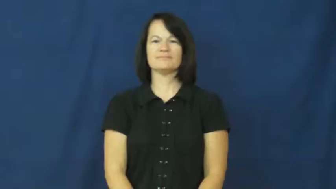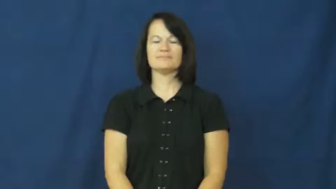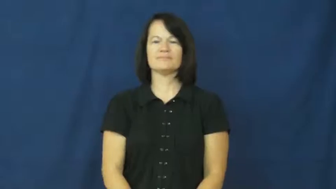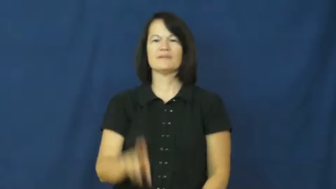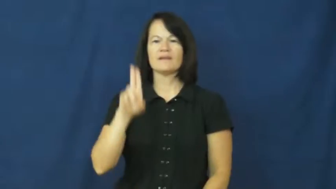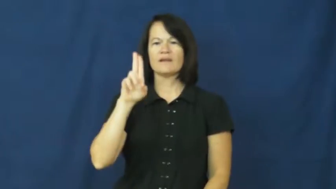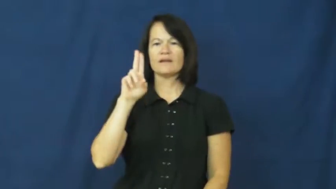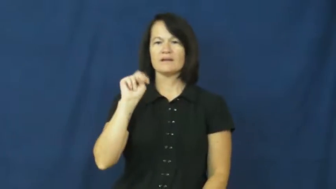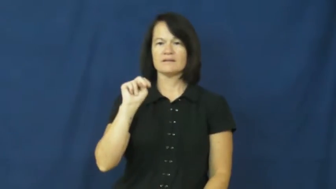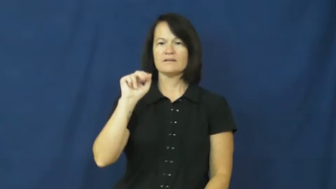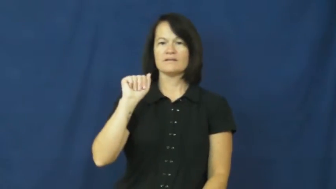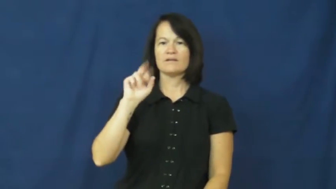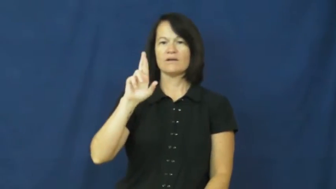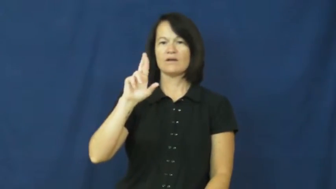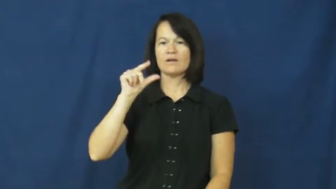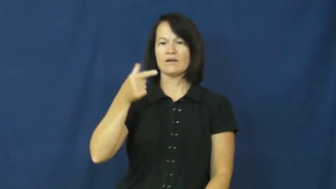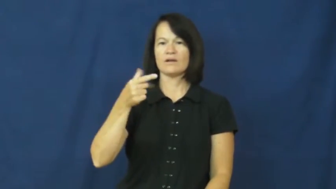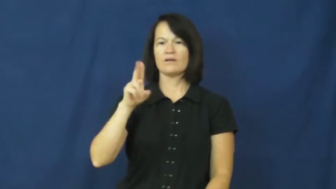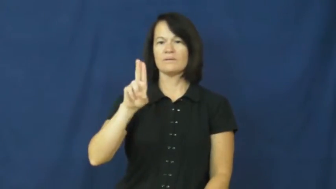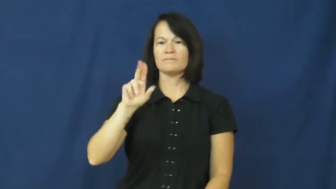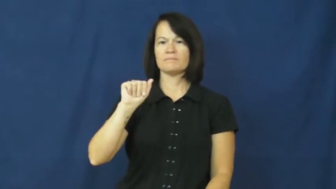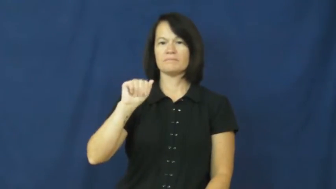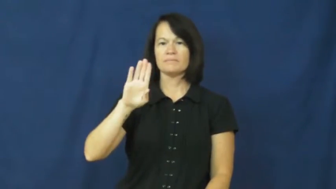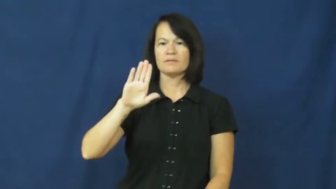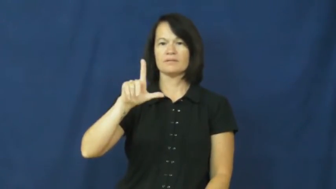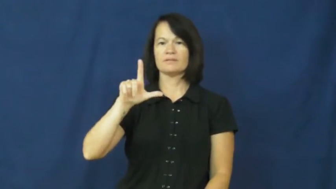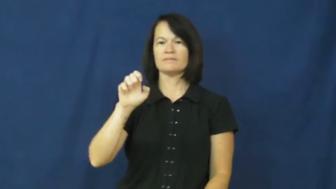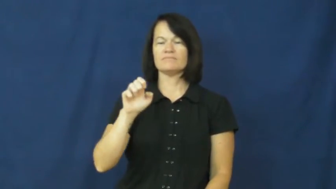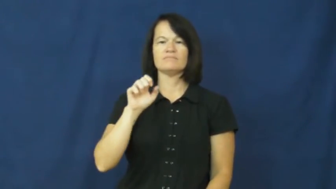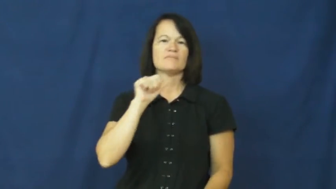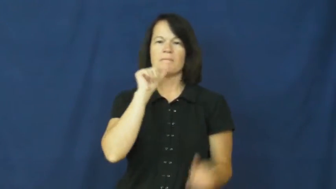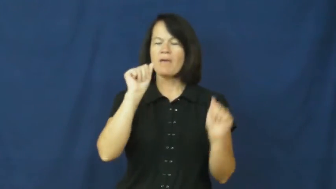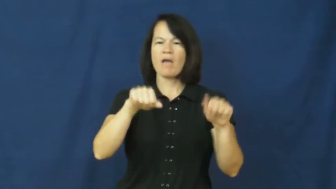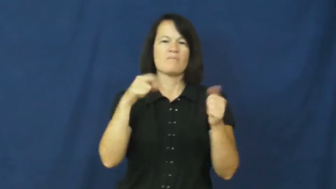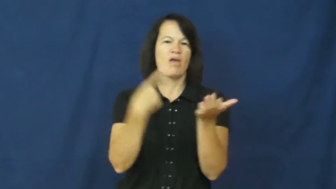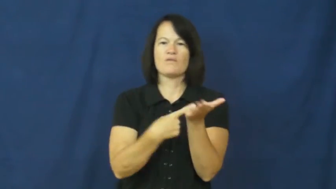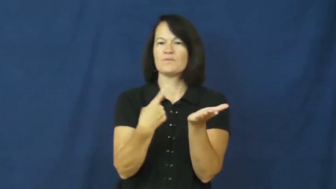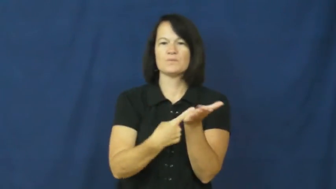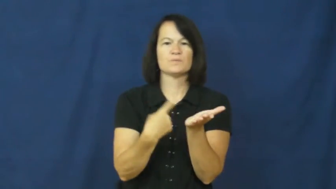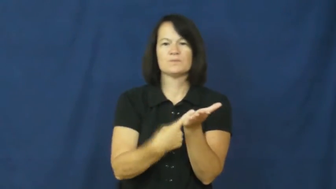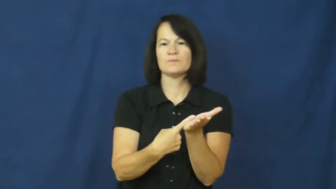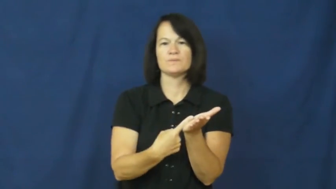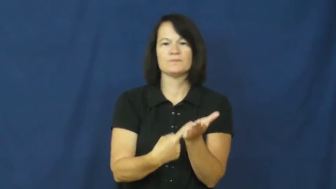unarguable